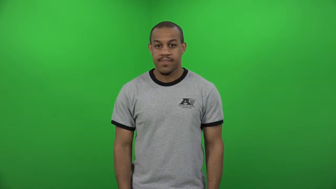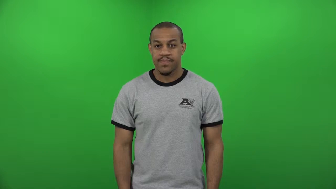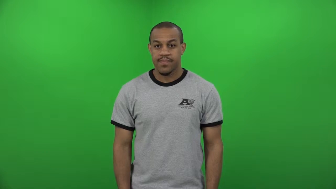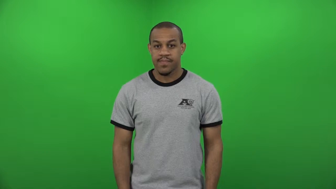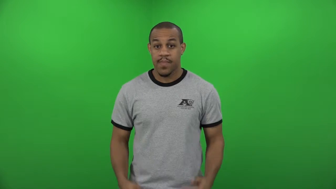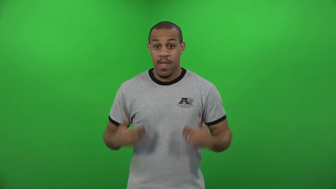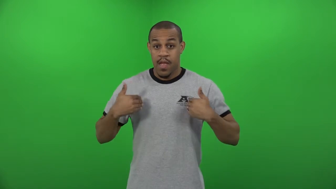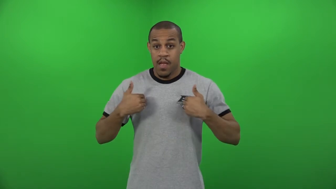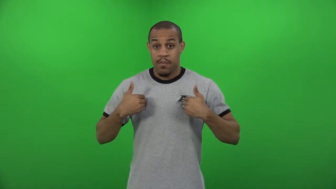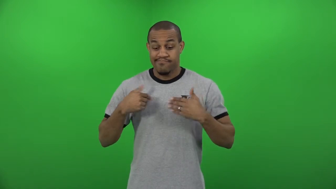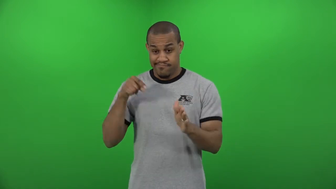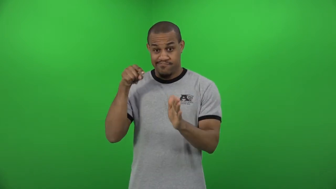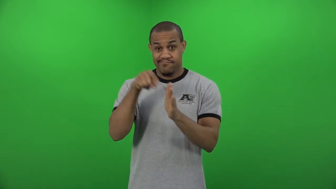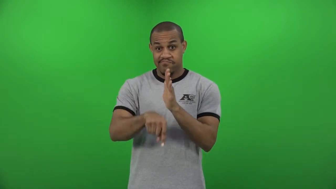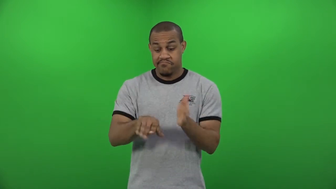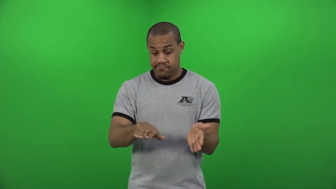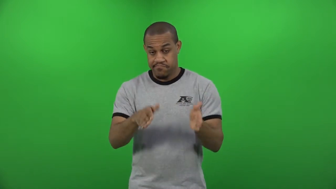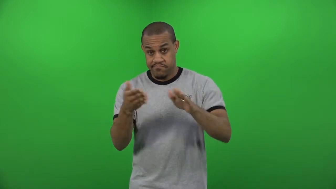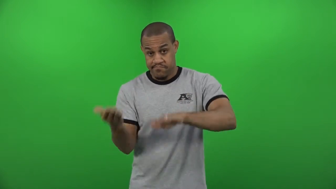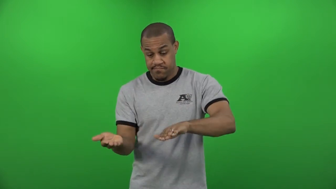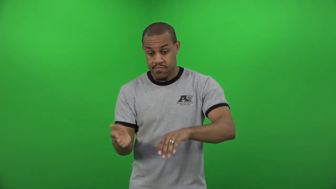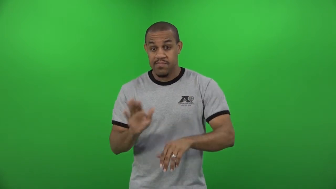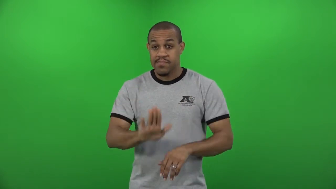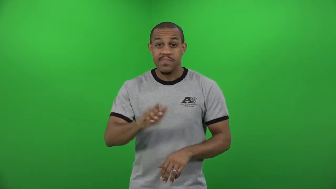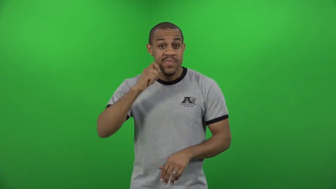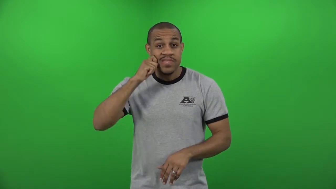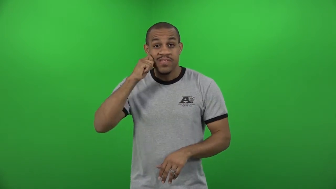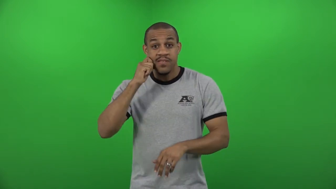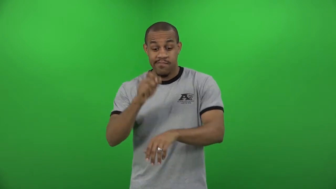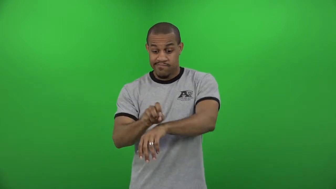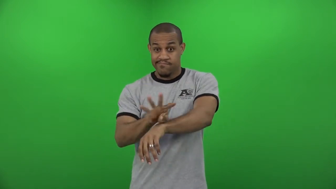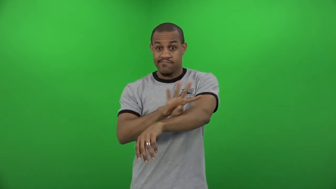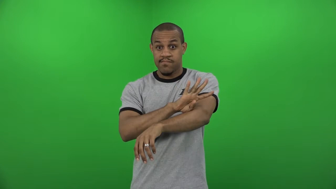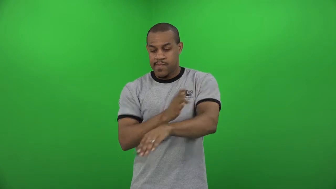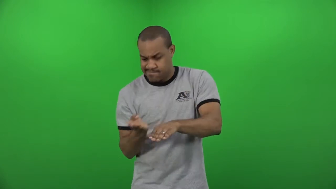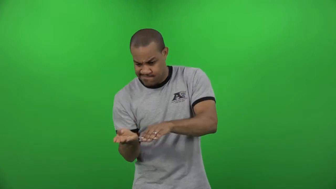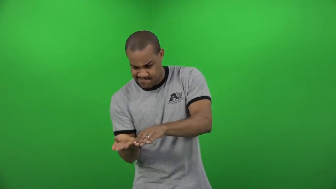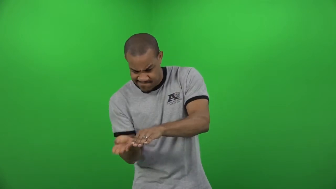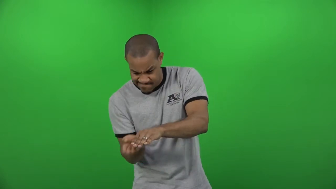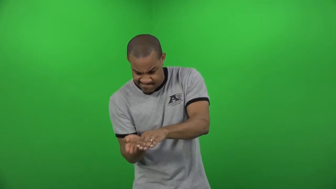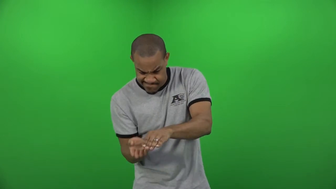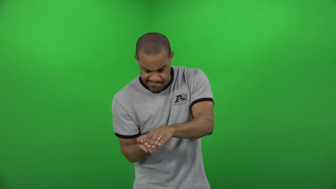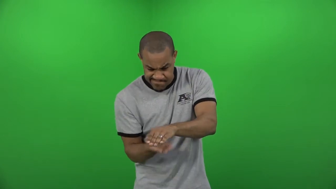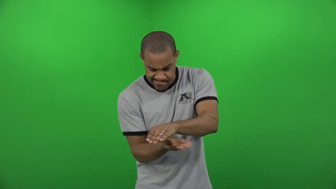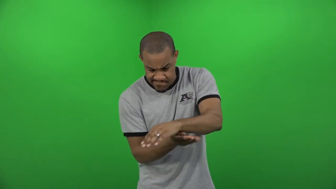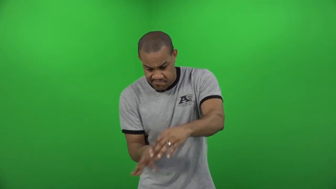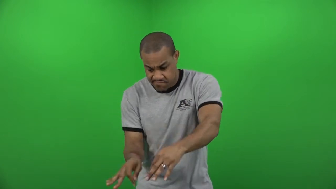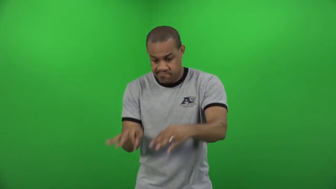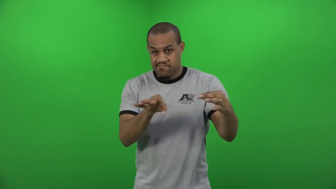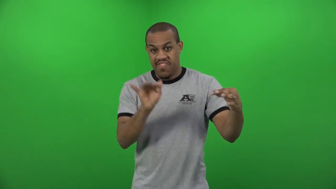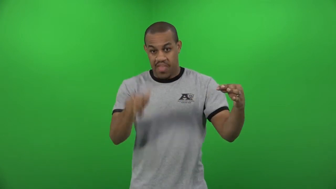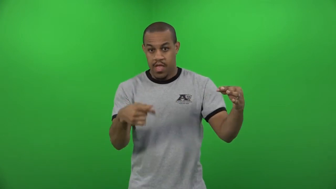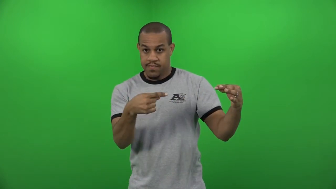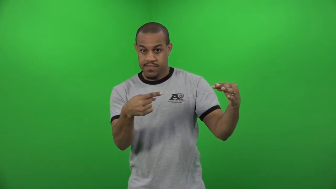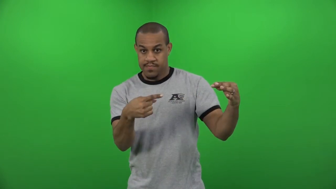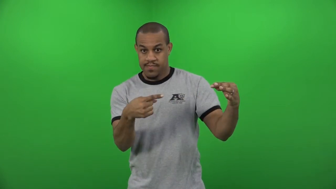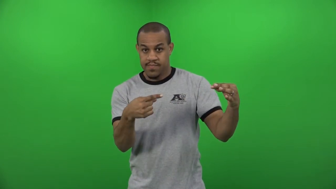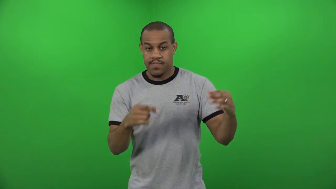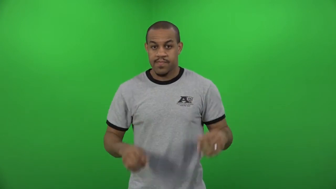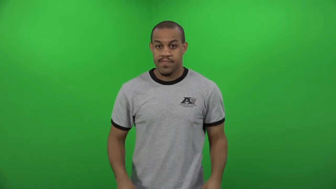pelt